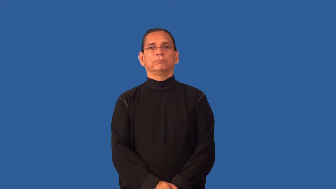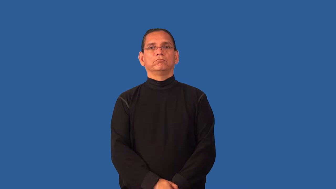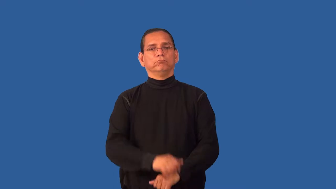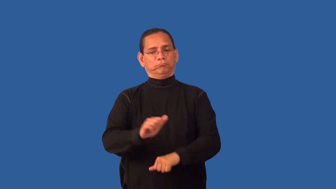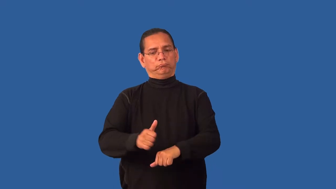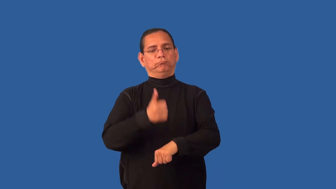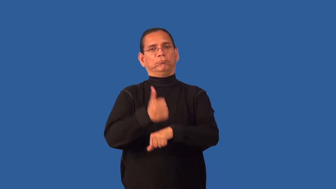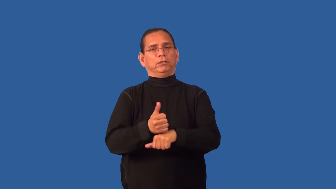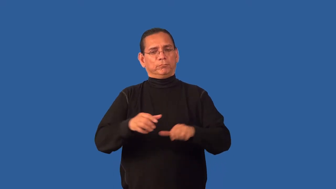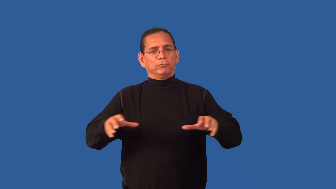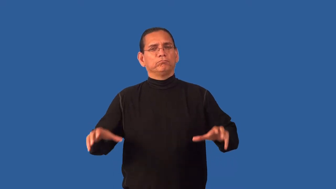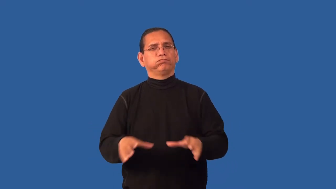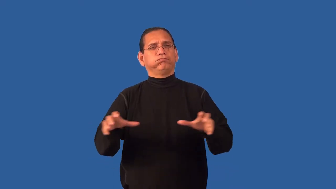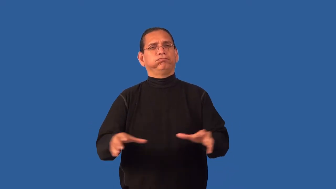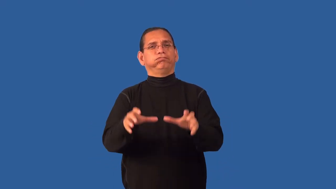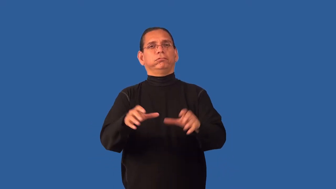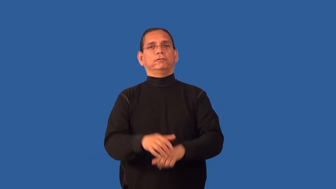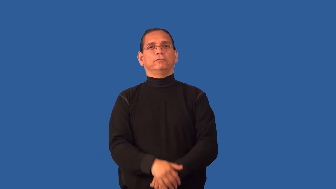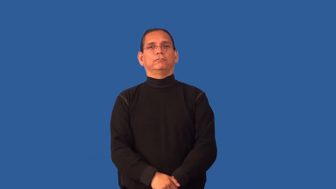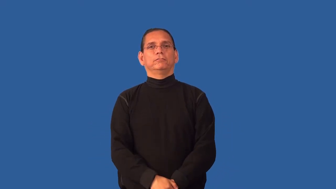formation-set arrangement